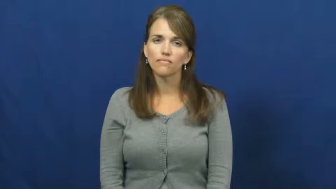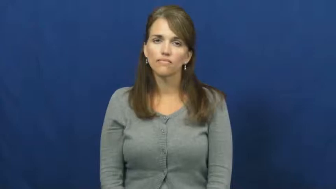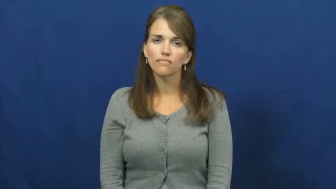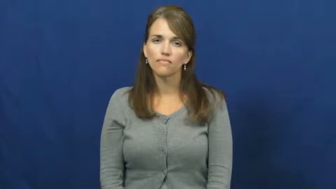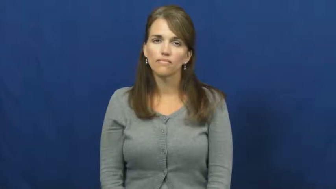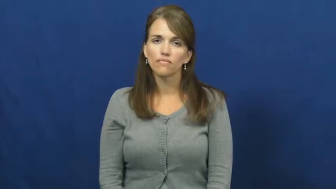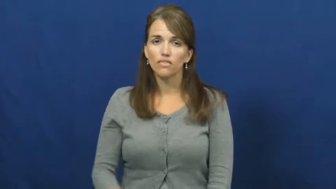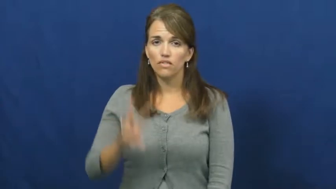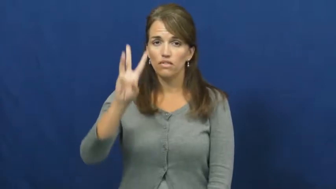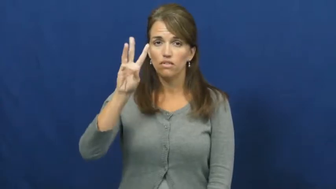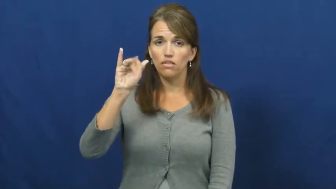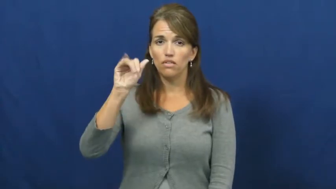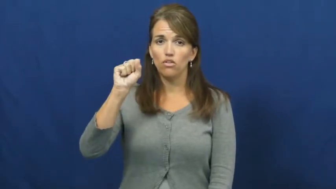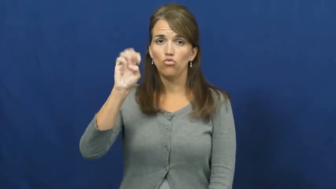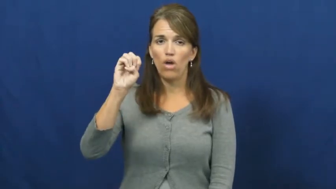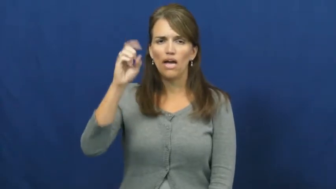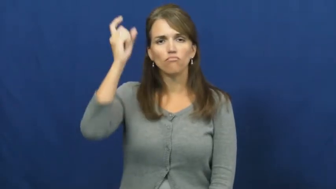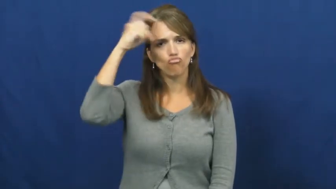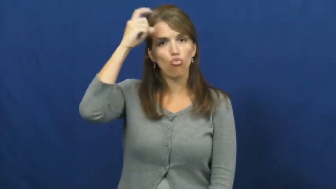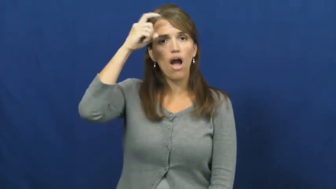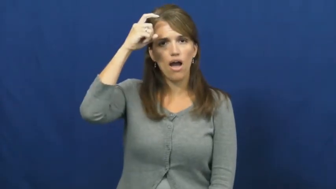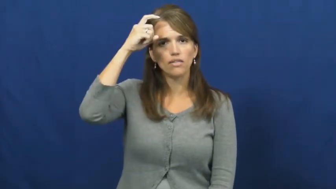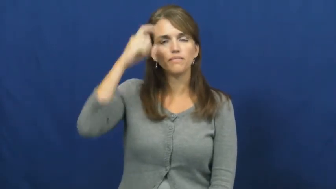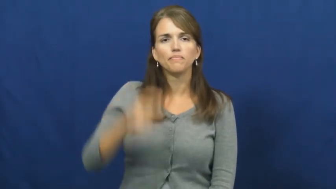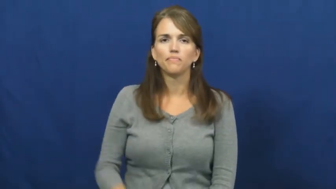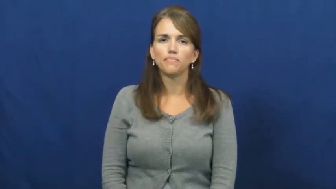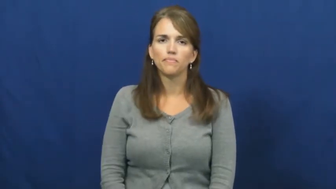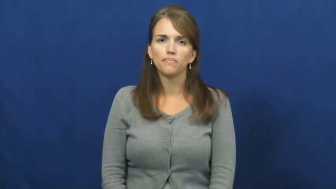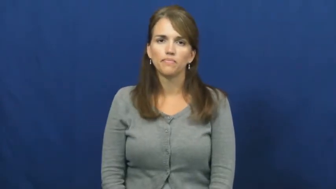wise